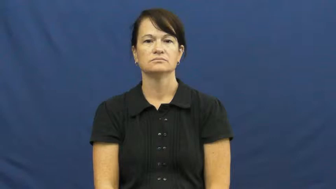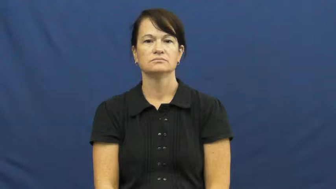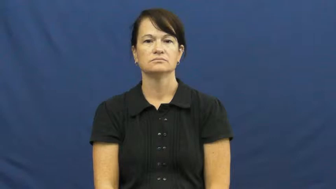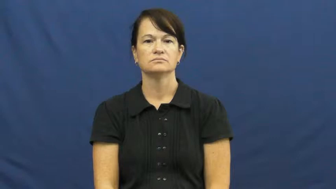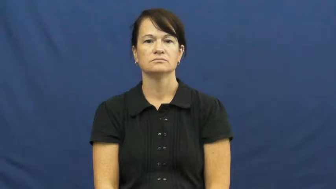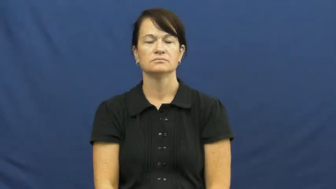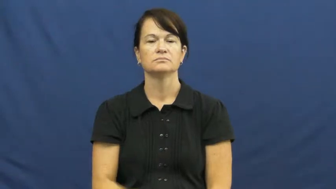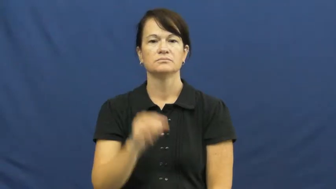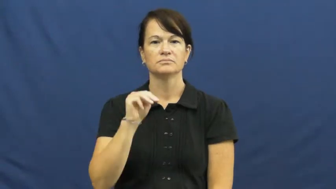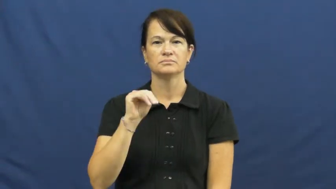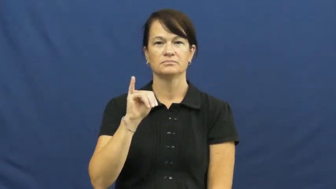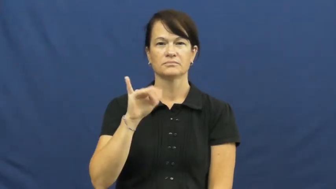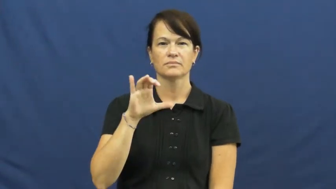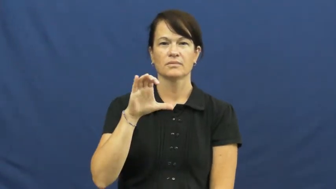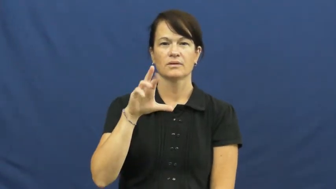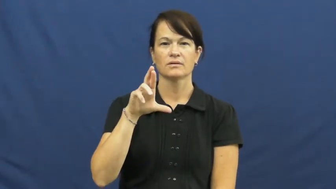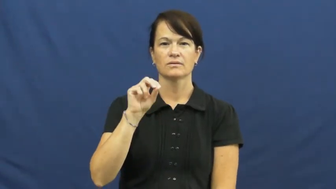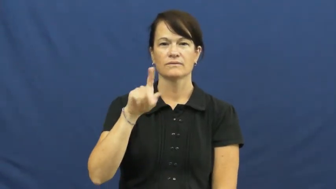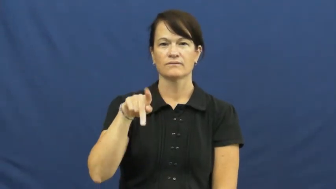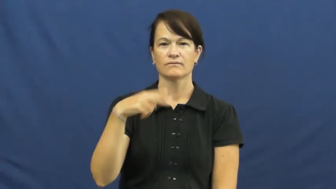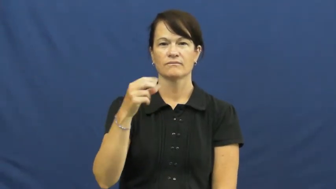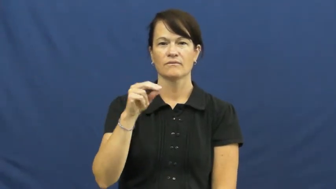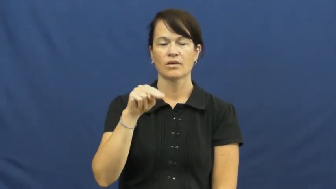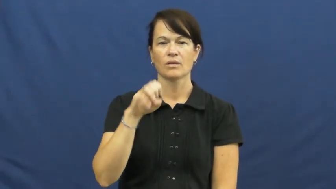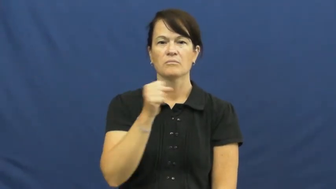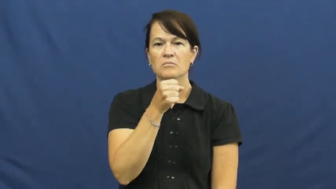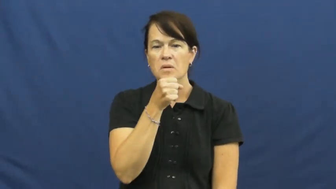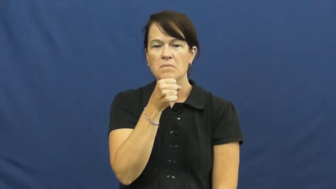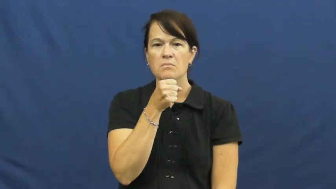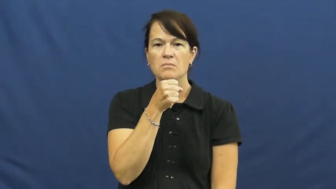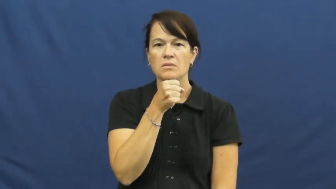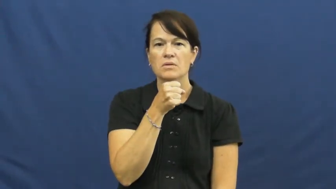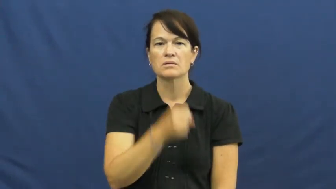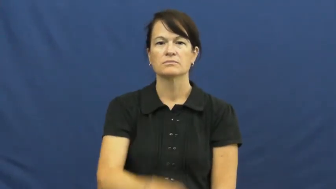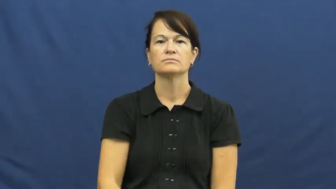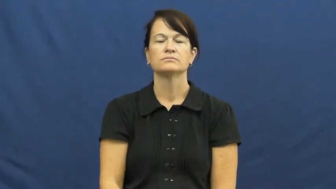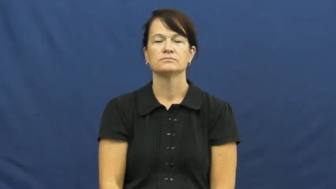microphone